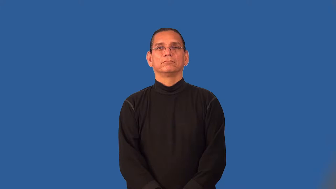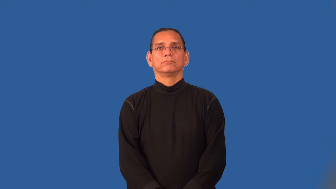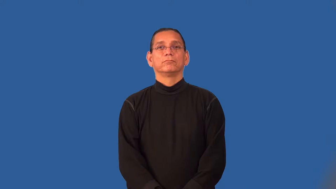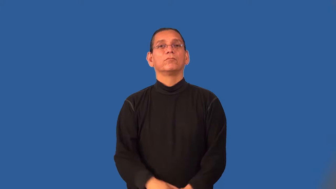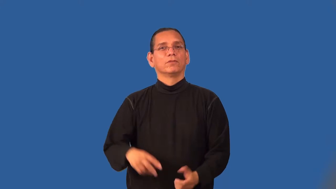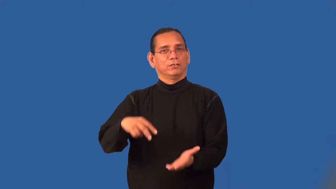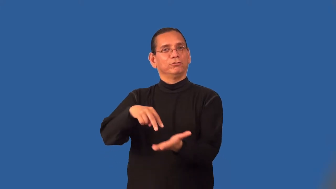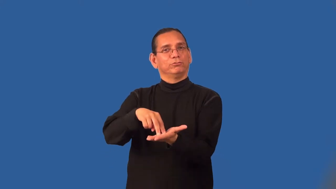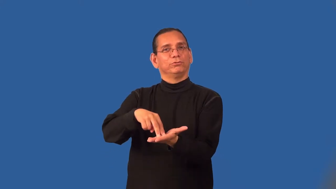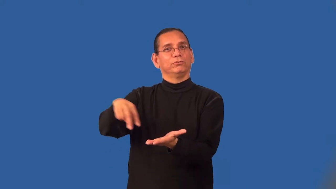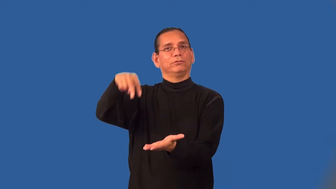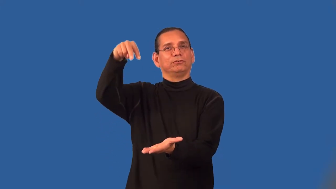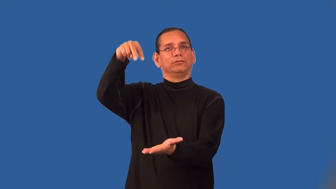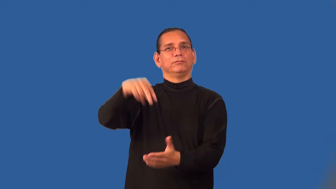resurrect-rise again